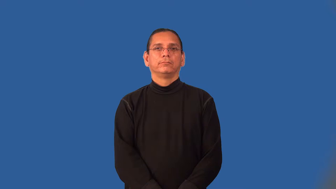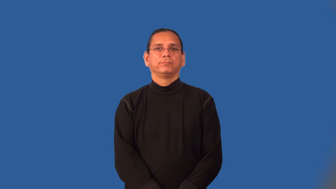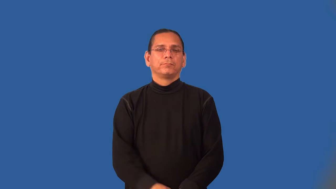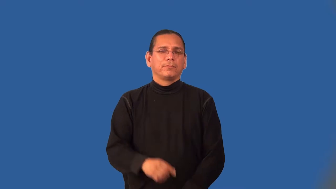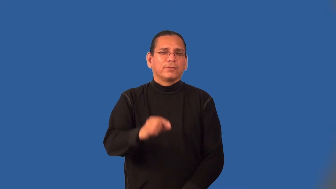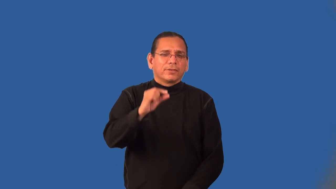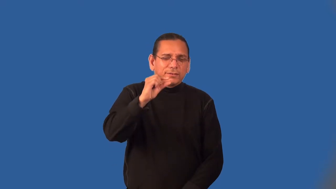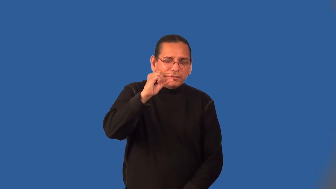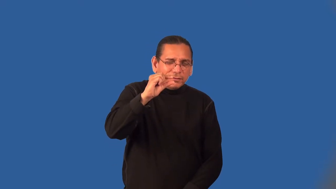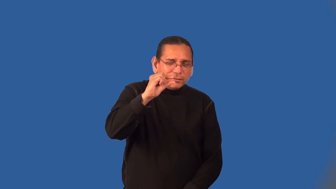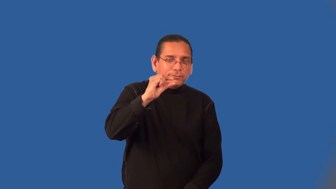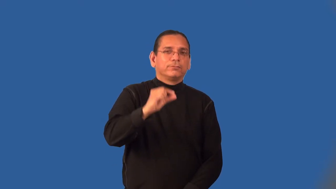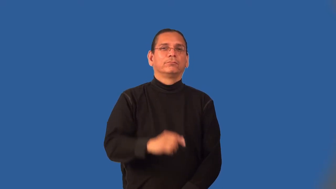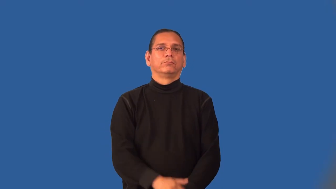little,small,tiny,marginal,miniscule,wee,diminutive,lilliputian,itsy,bitsy